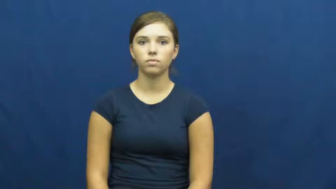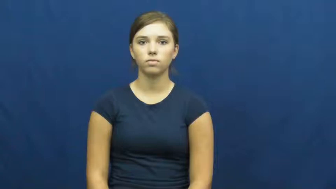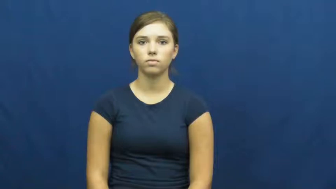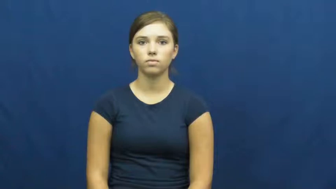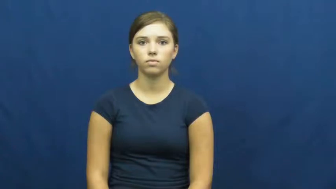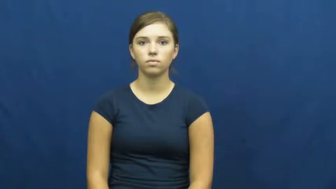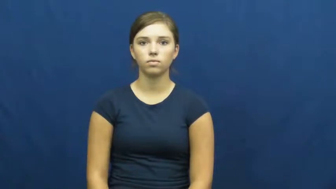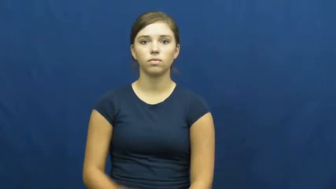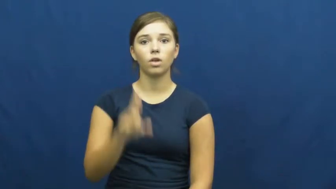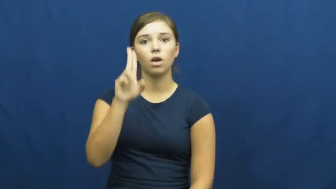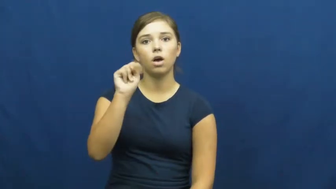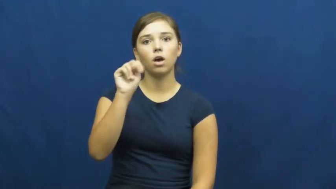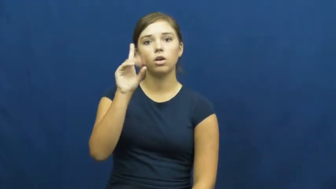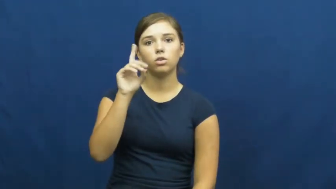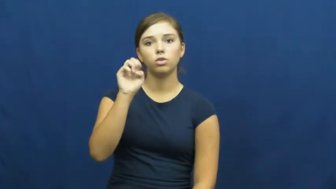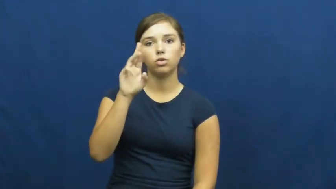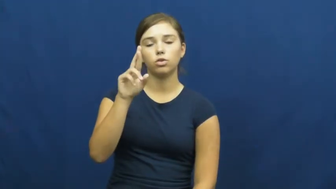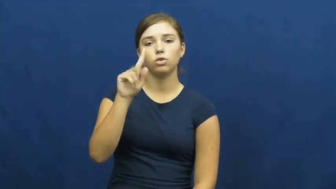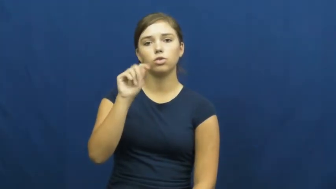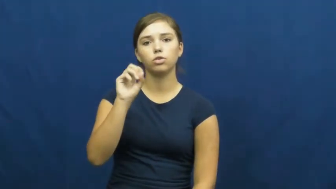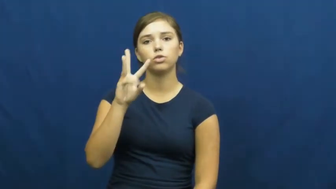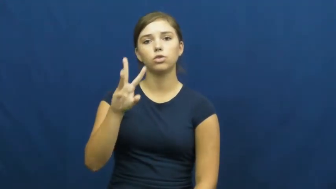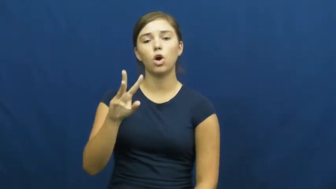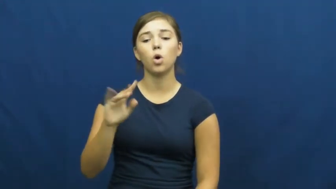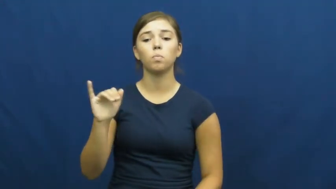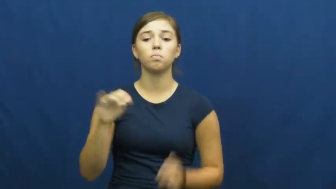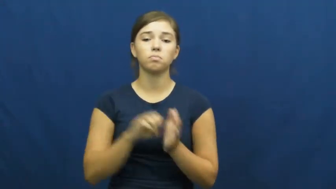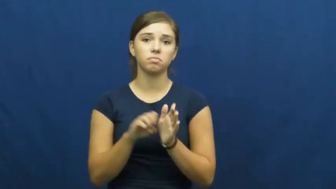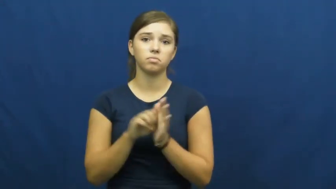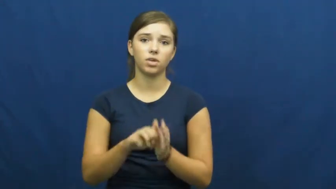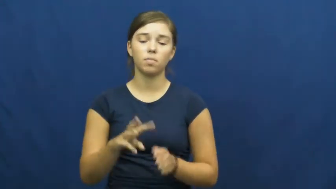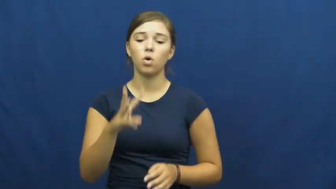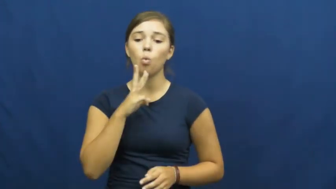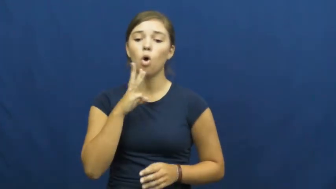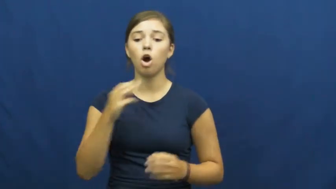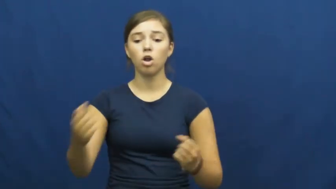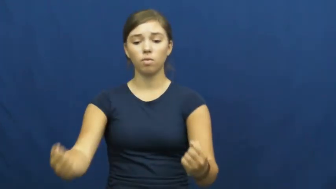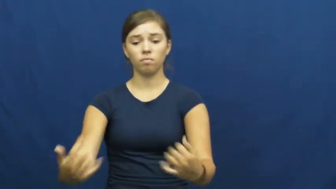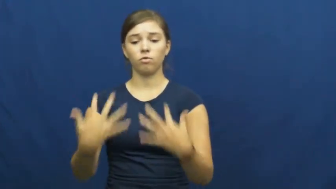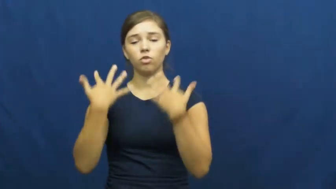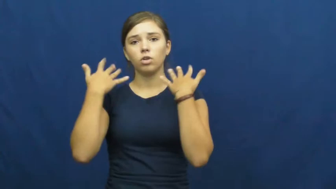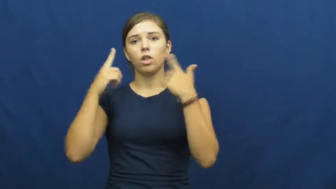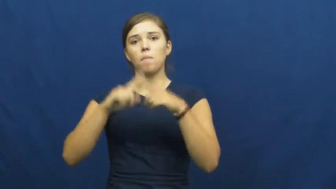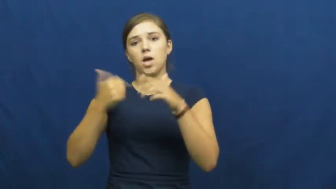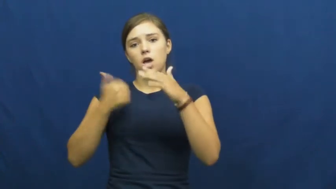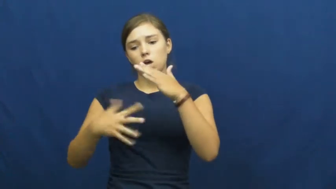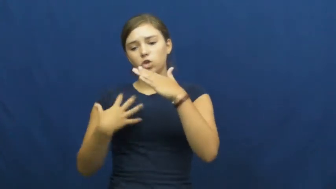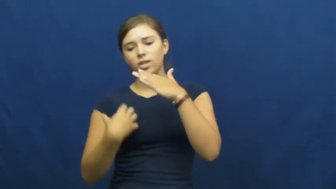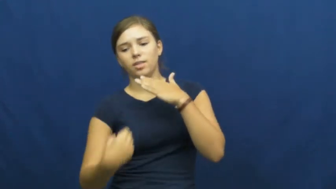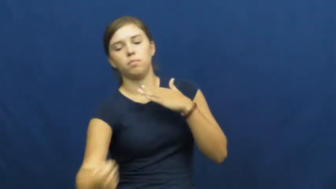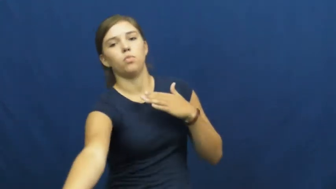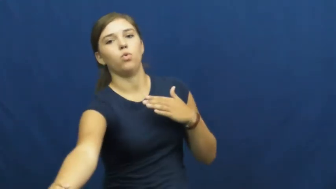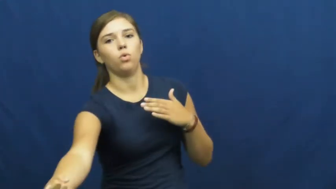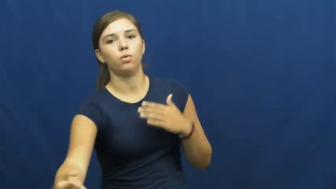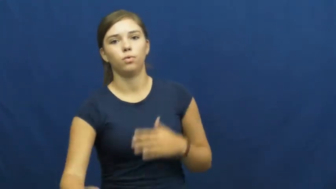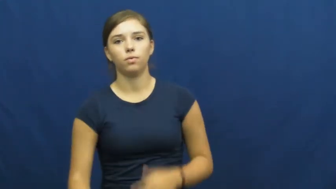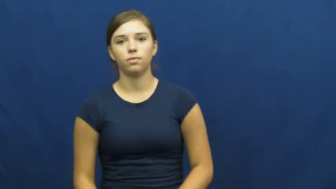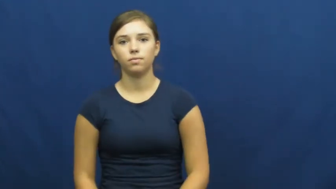undertow